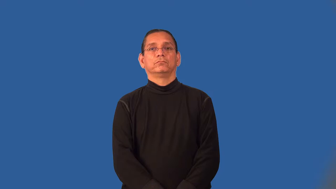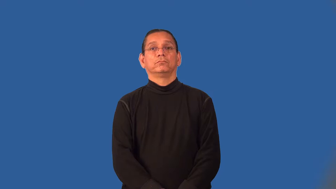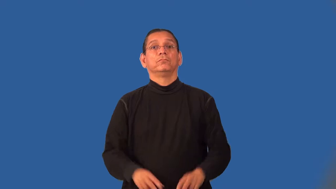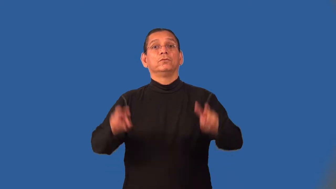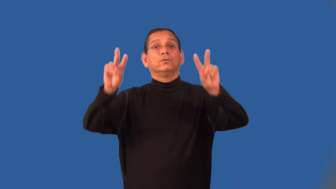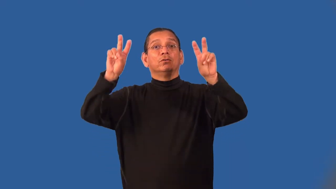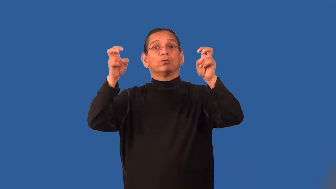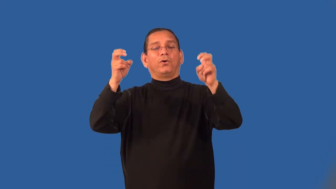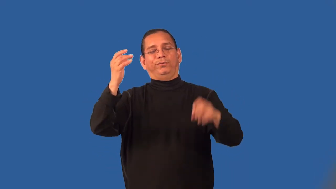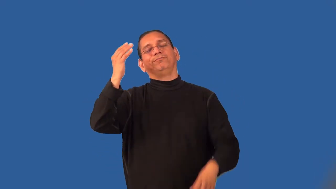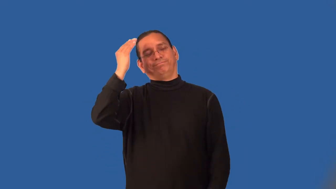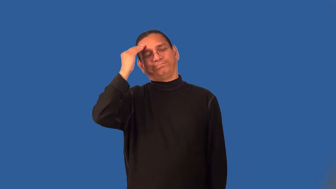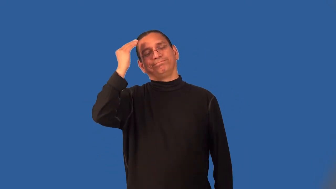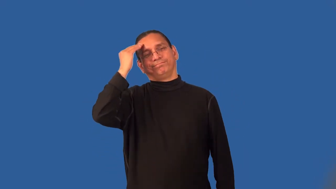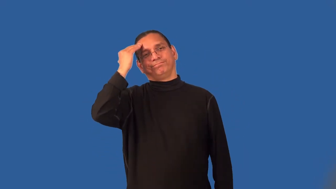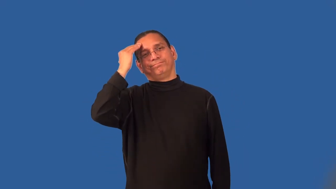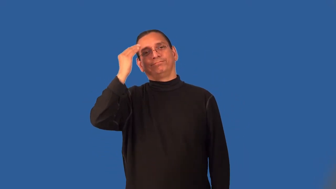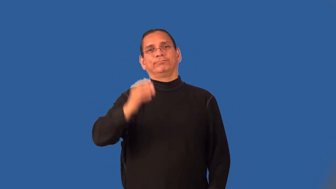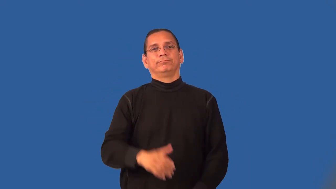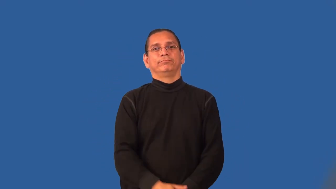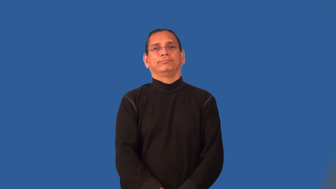maxim